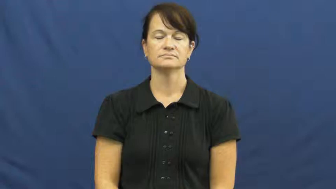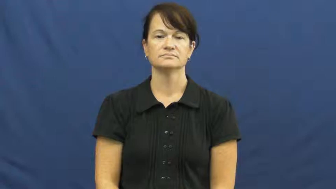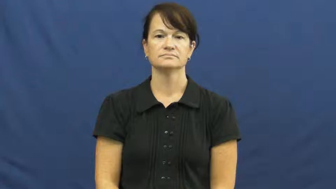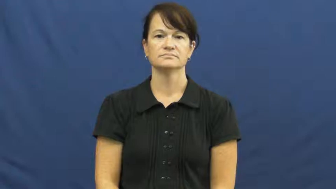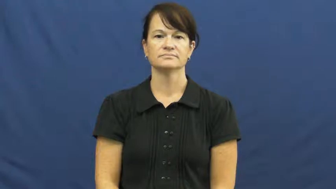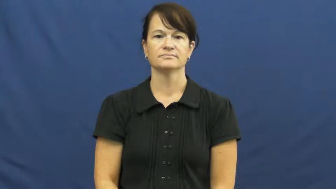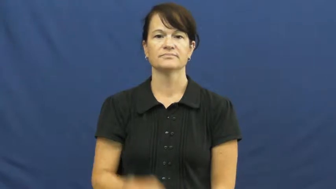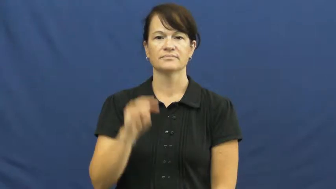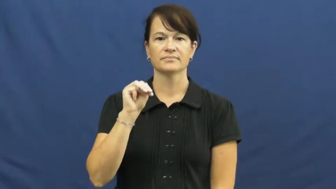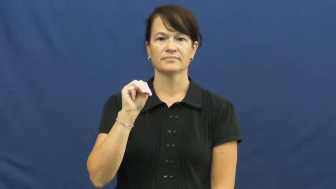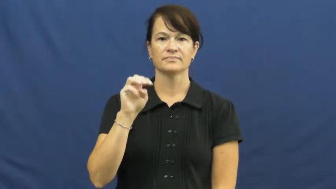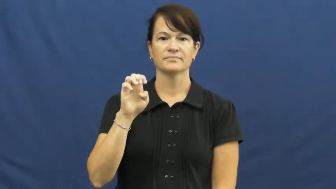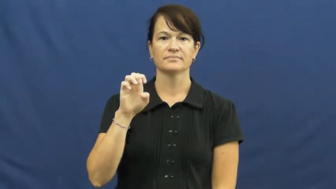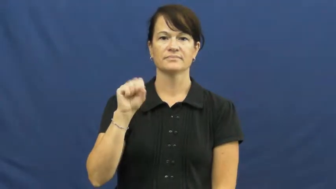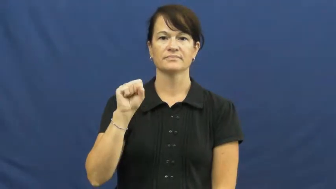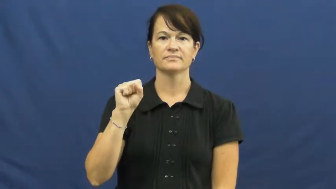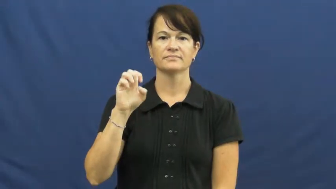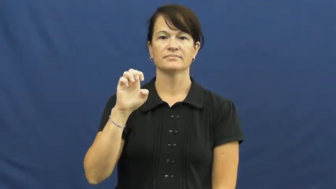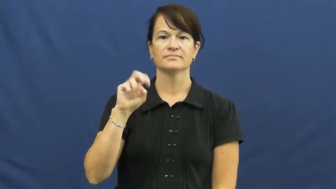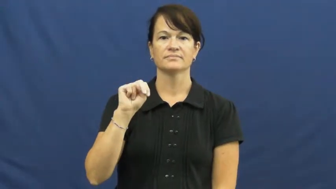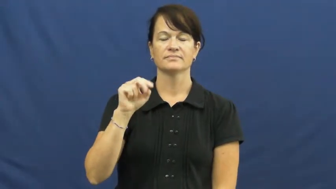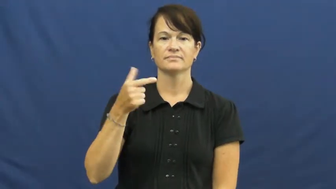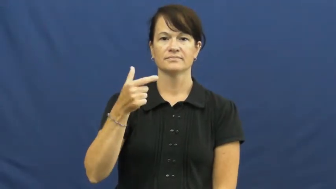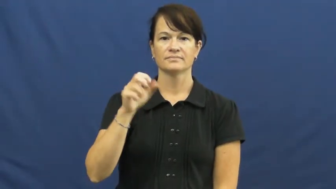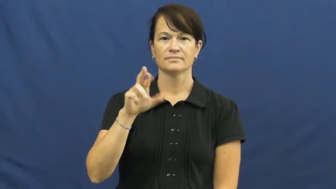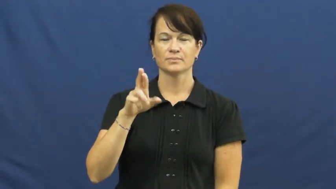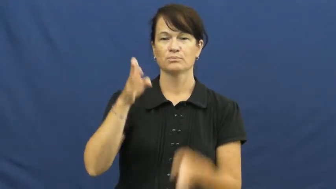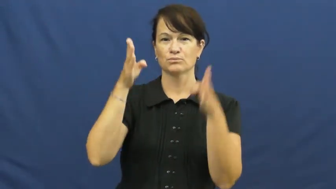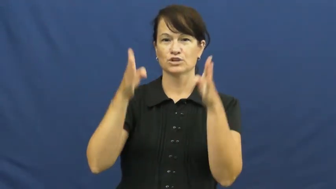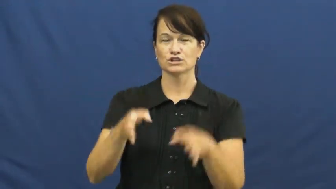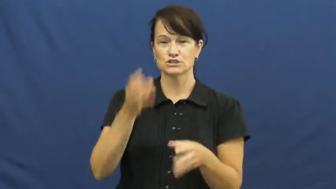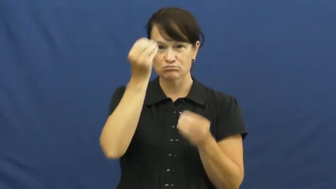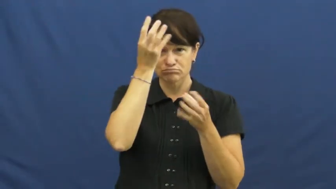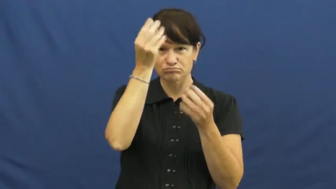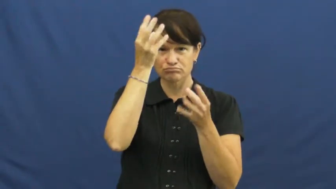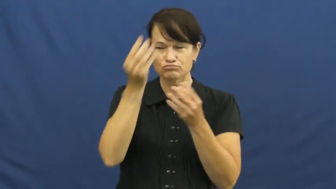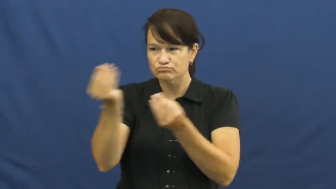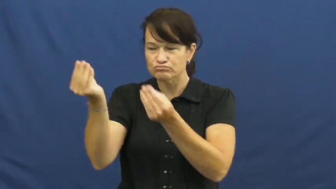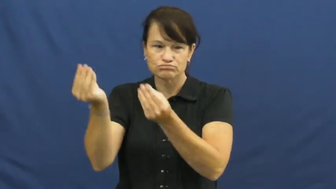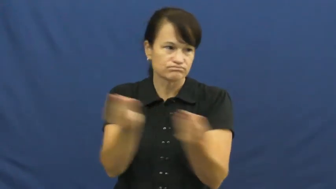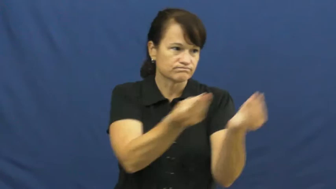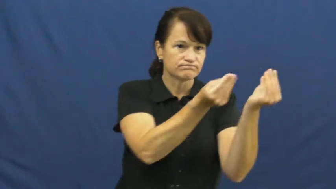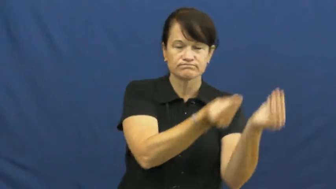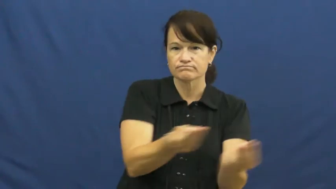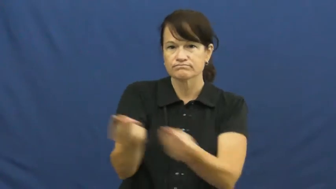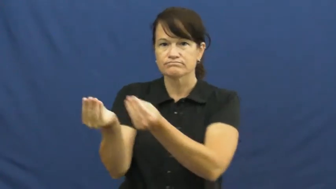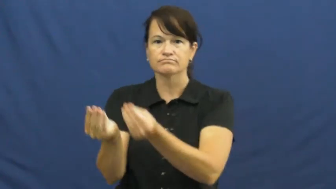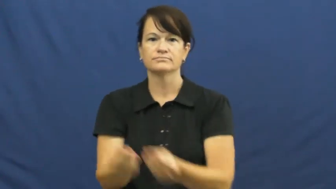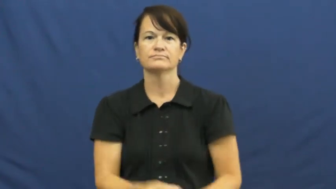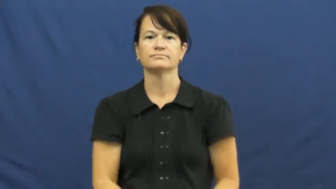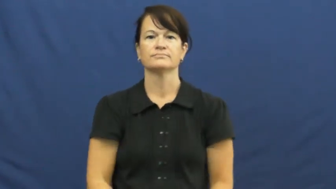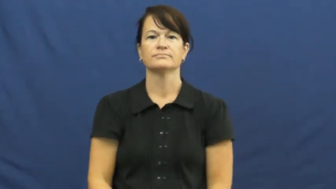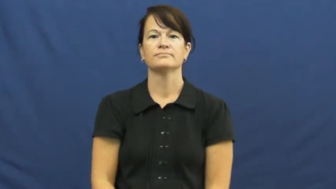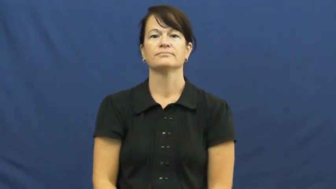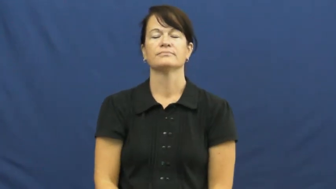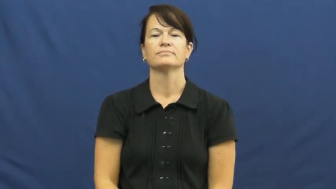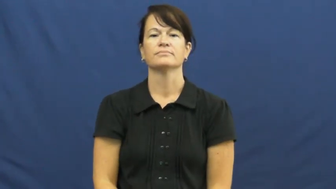messenger